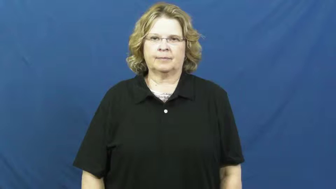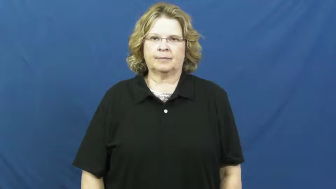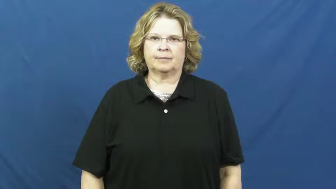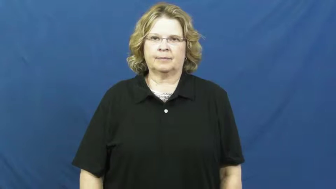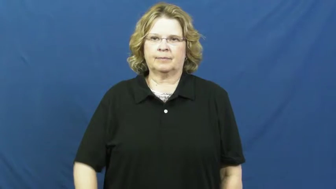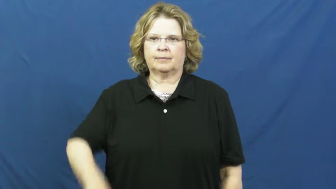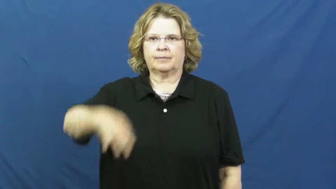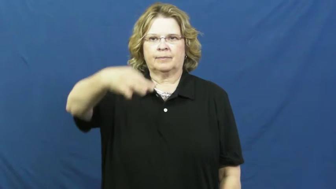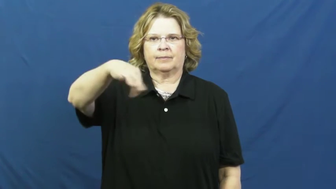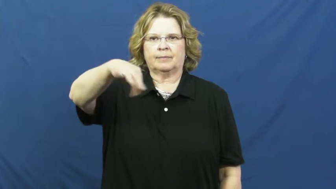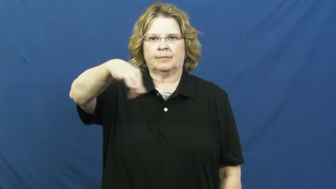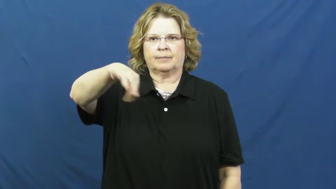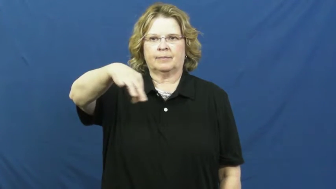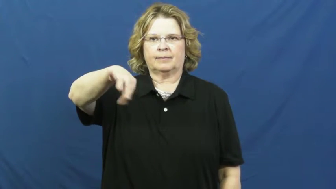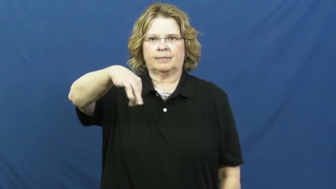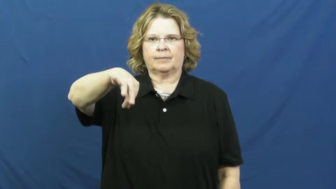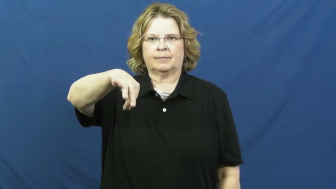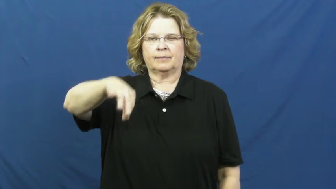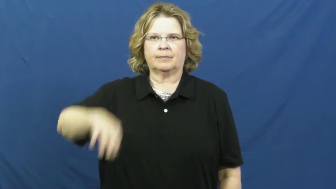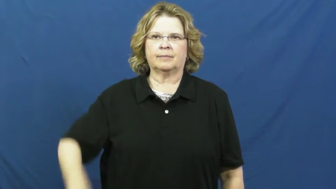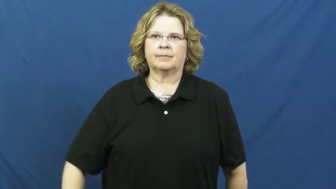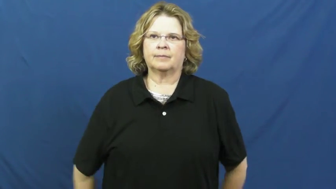dangle,jangle,jingle